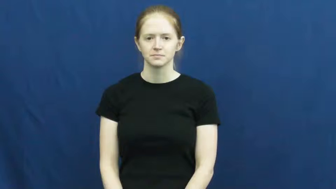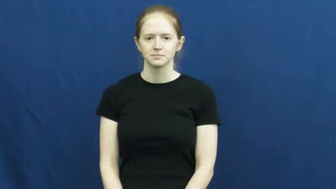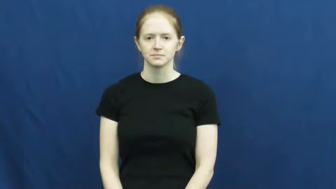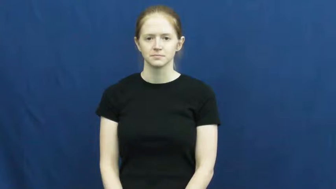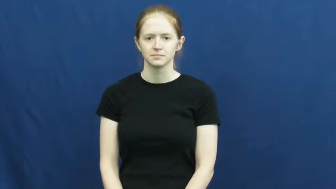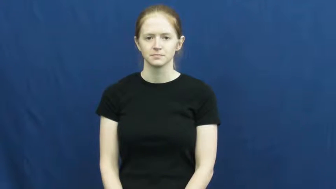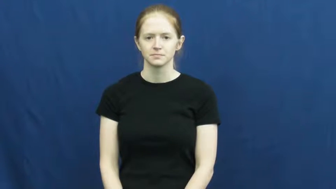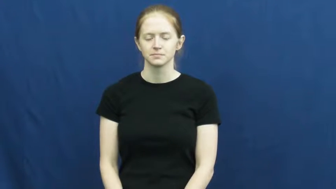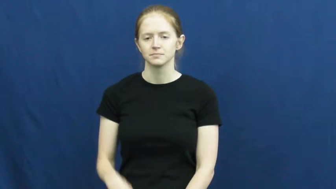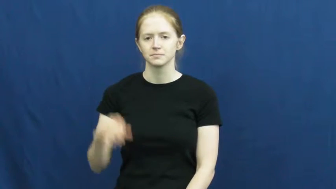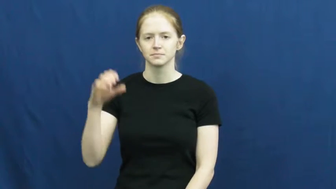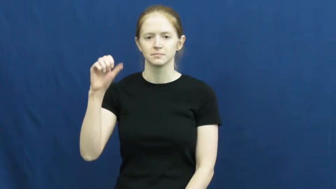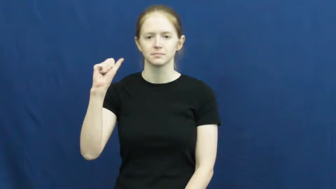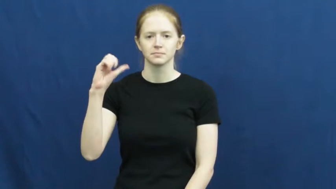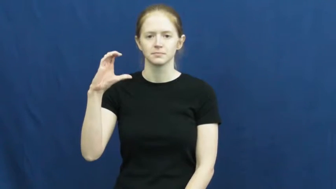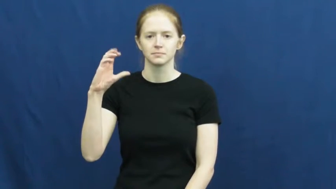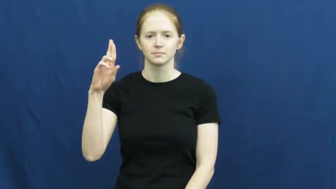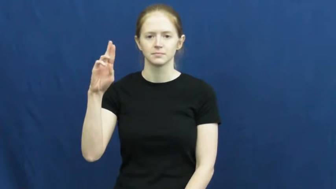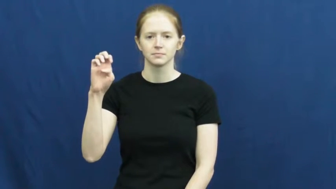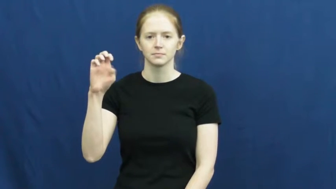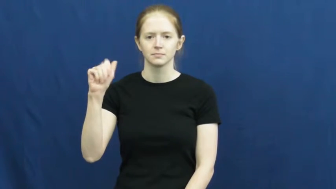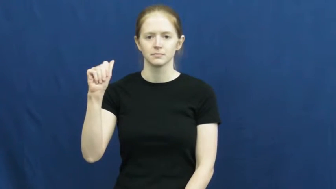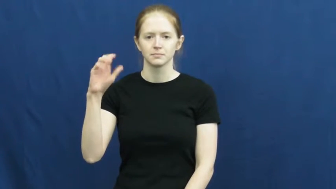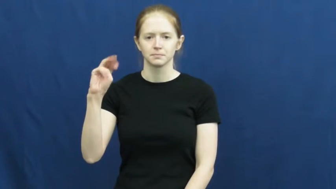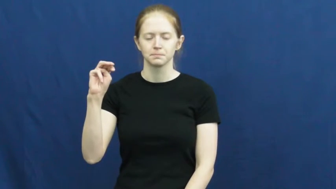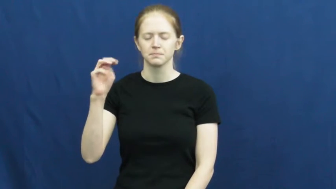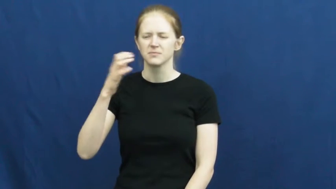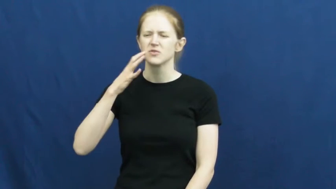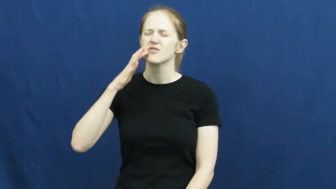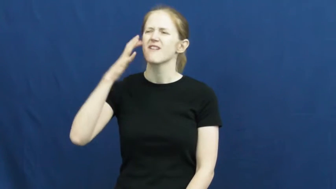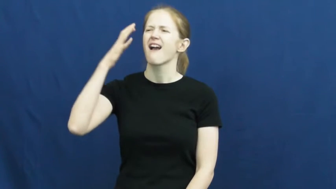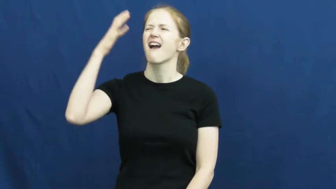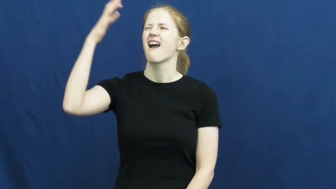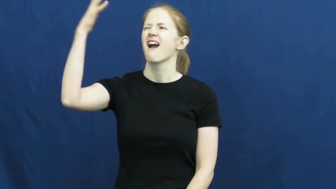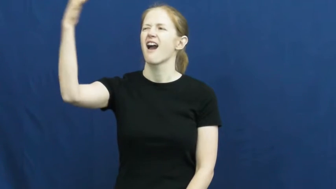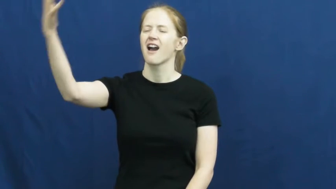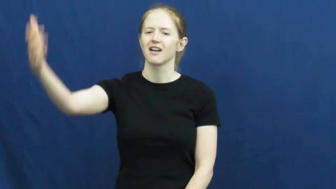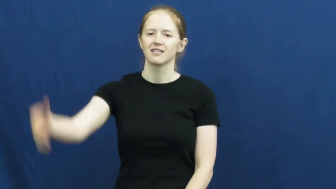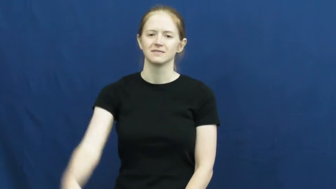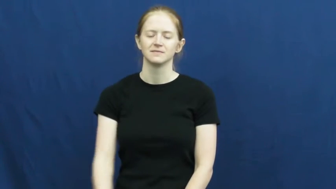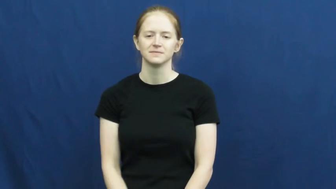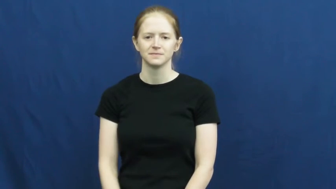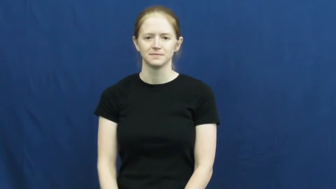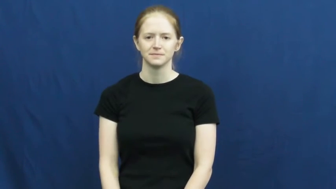scream,catterwaul,squall